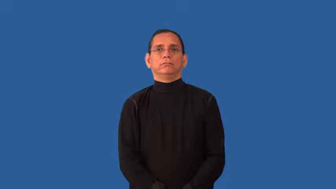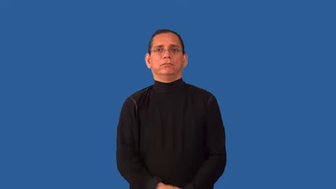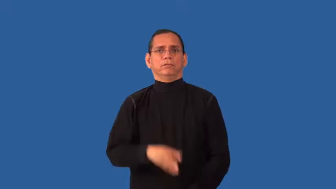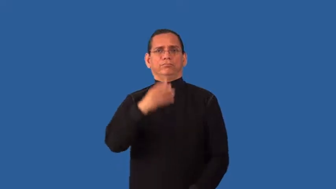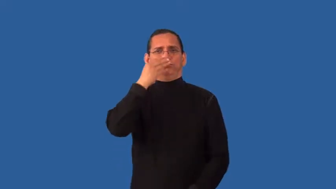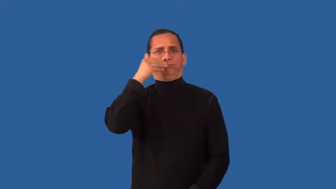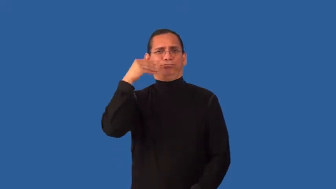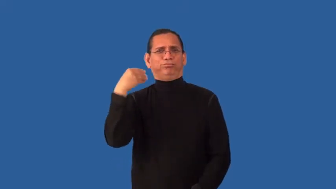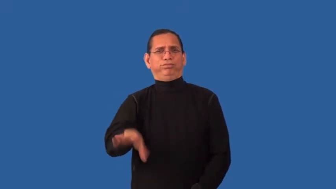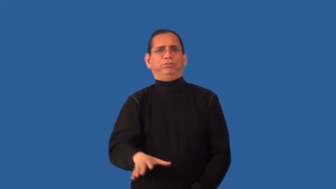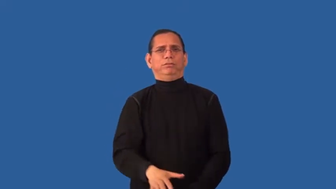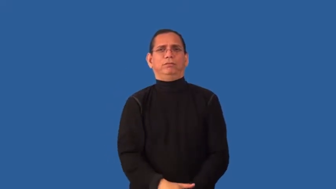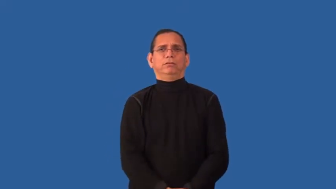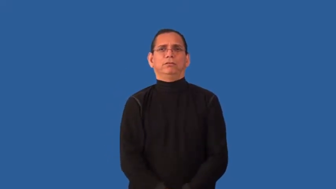indifferent,aweless,kindless